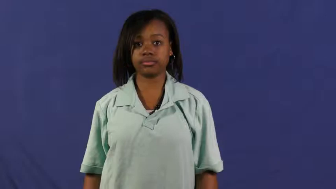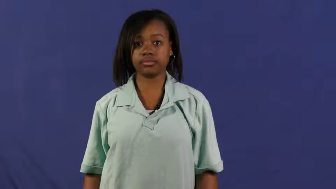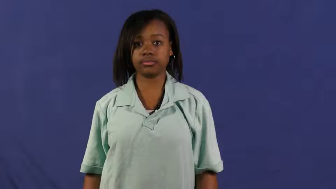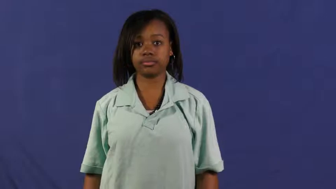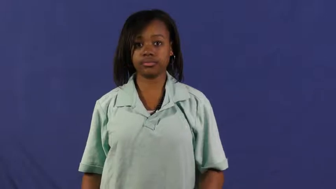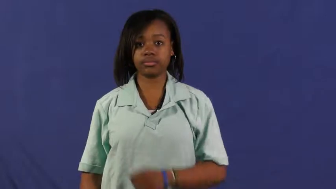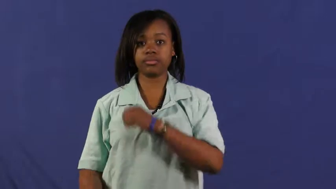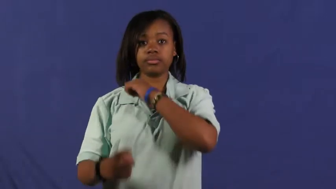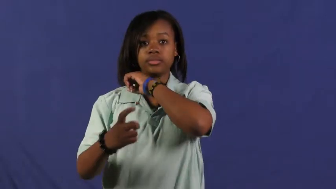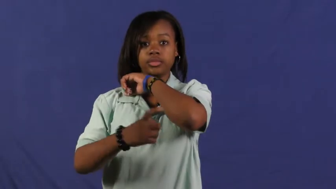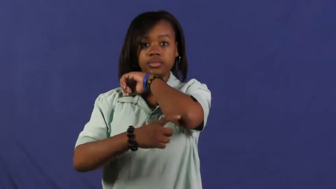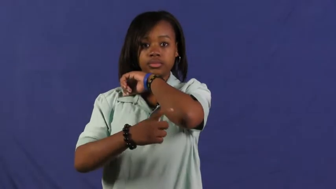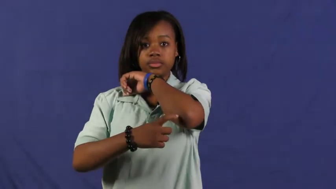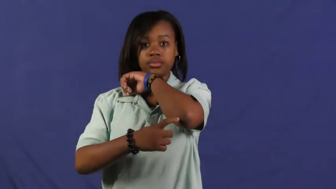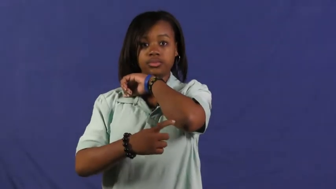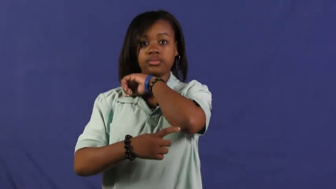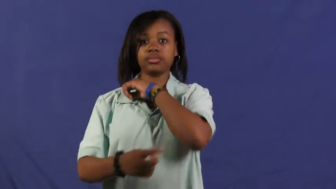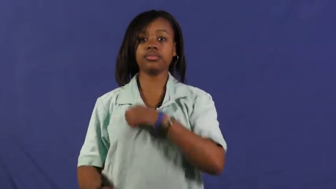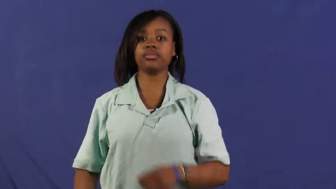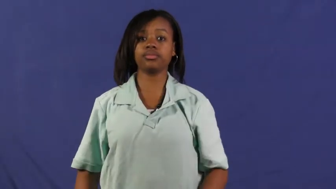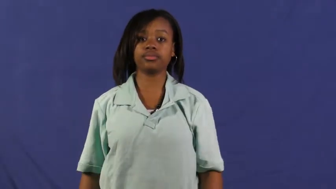elbow